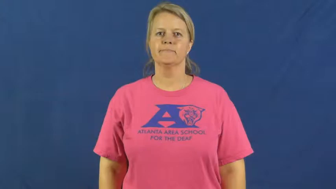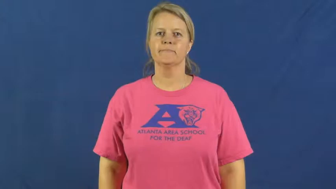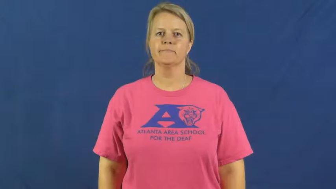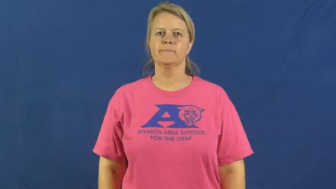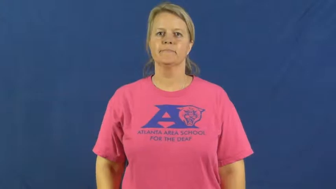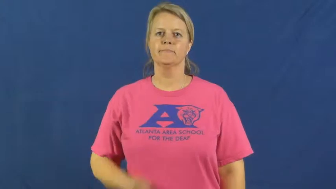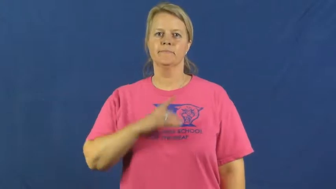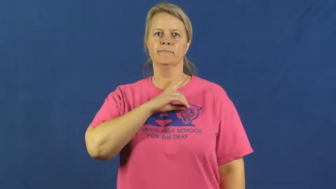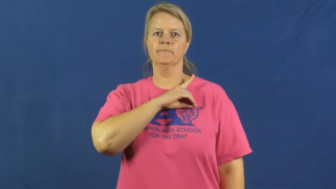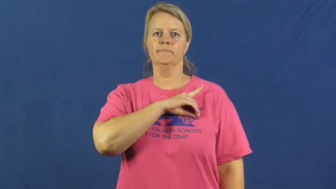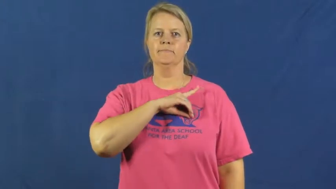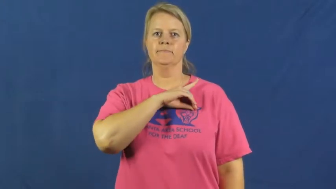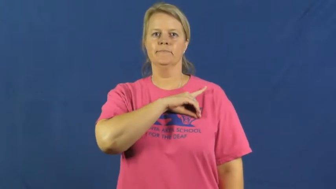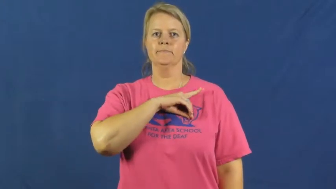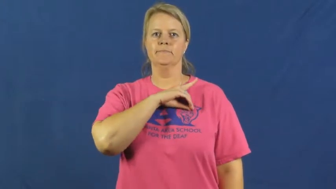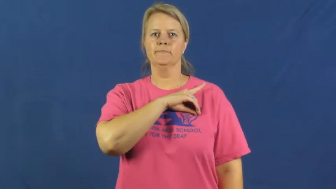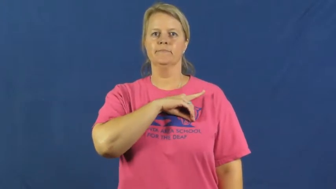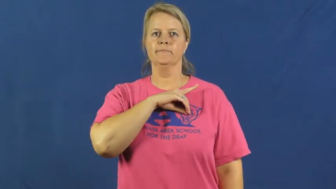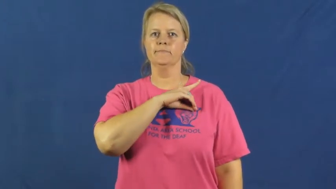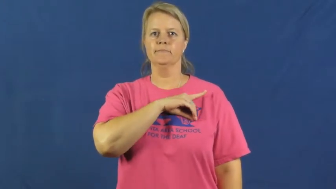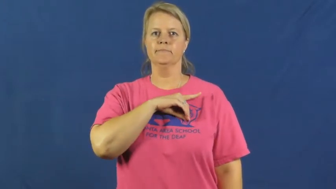detective,gumshoe,sleuth